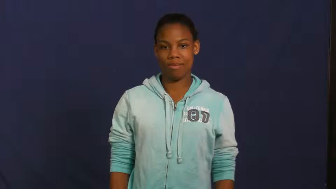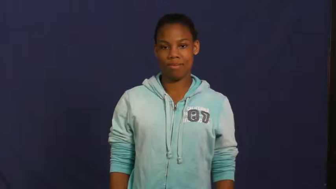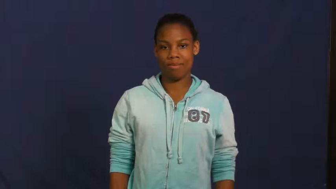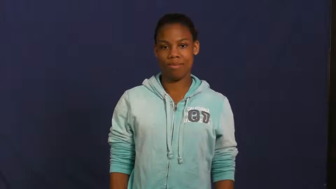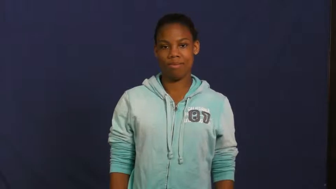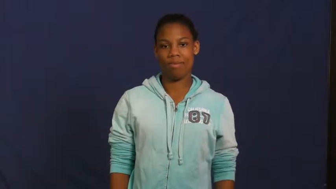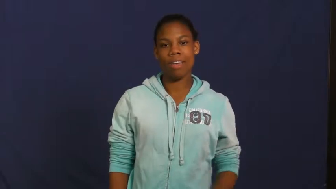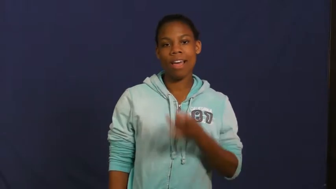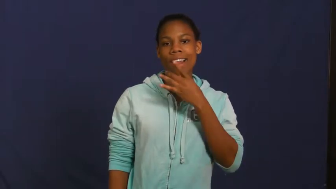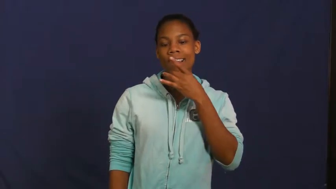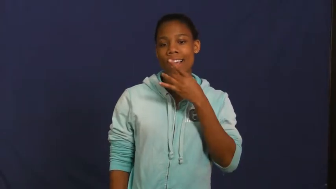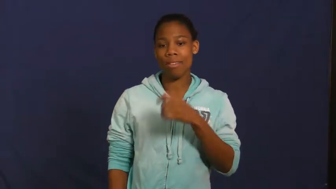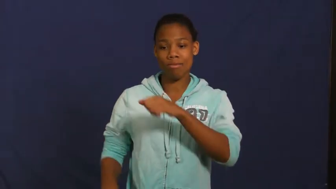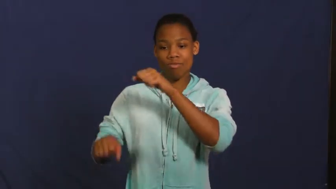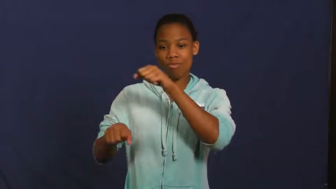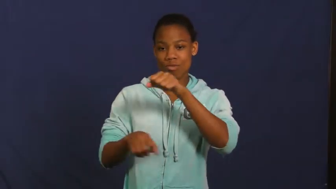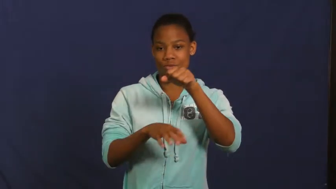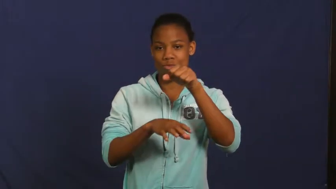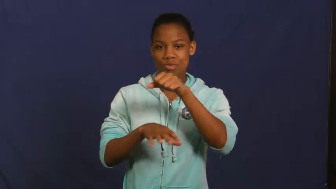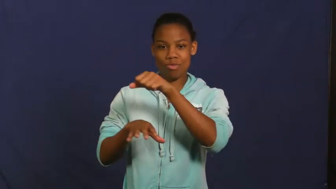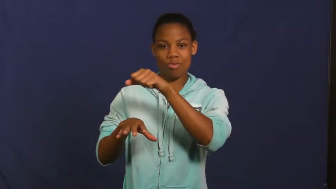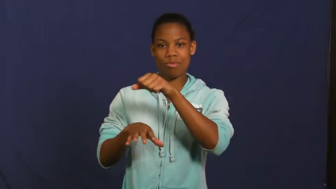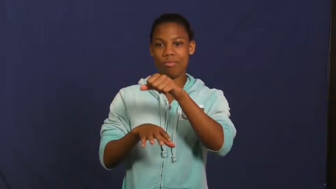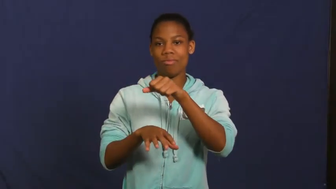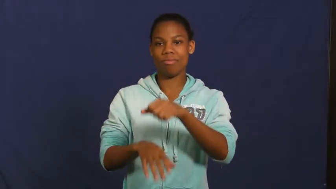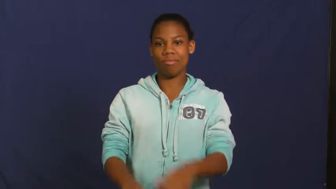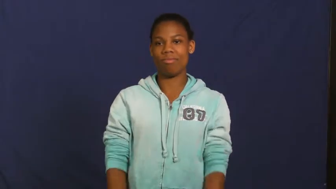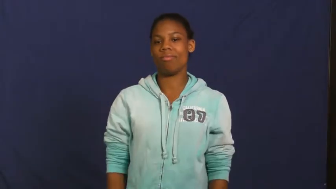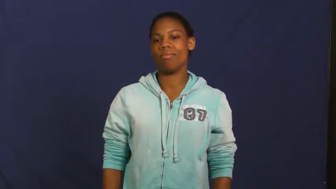lantern